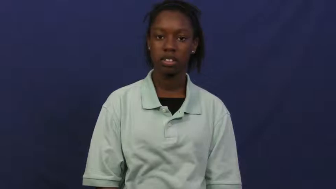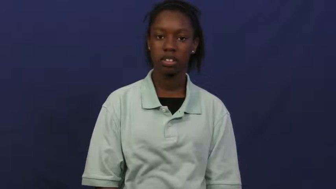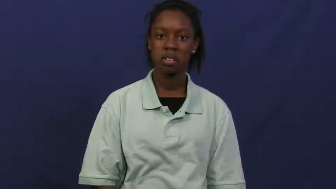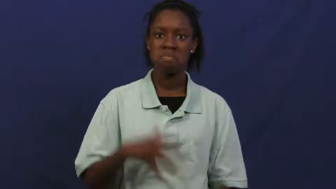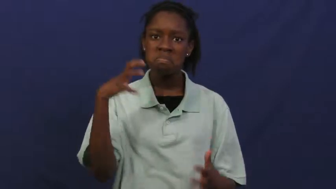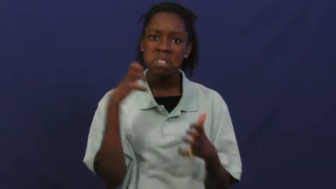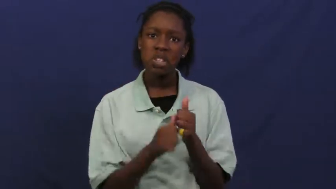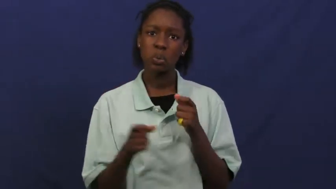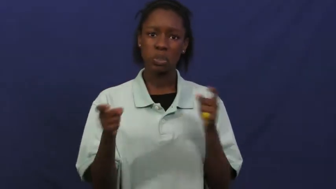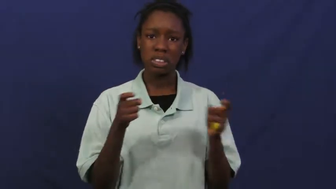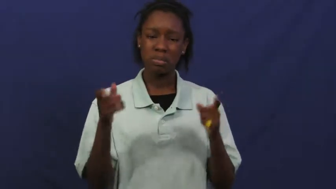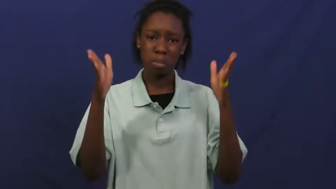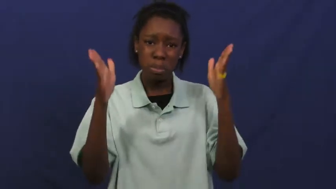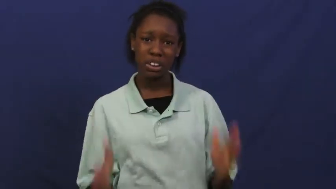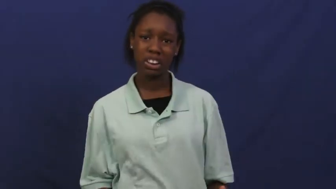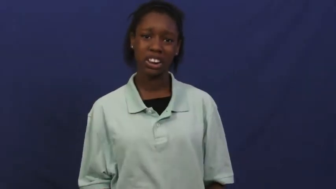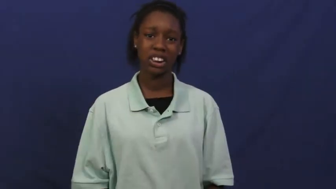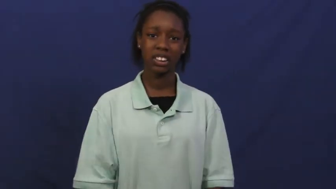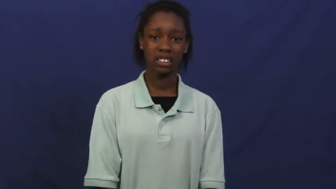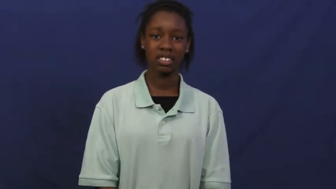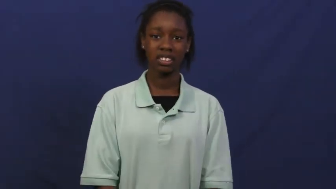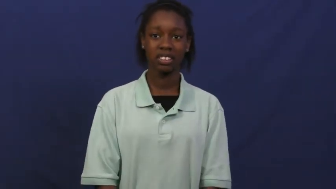despot